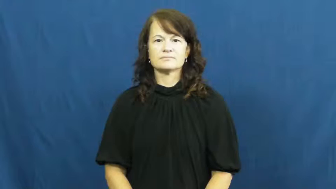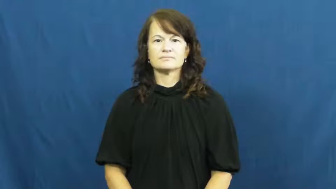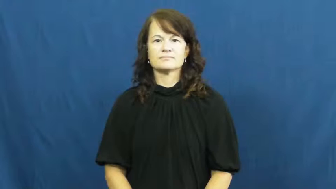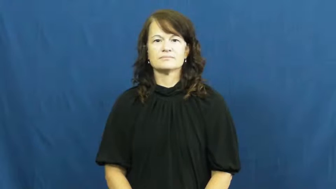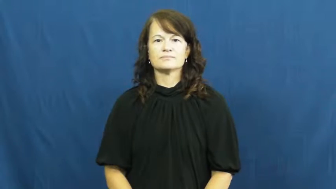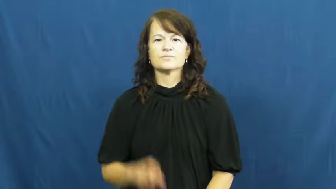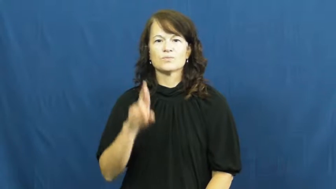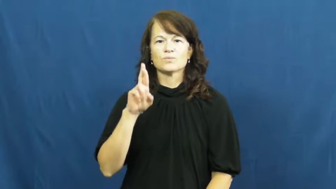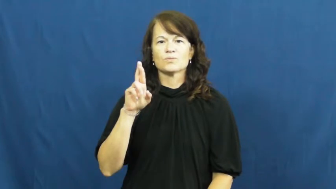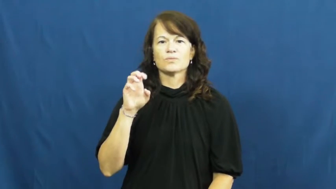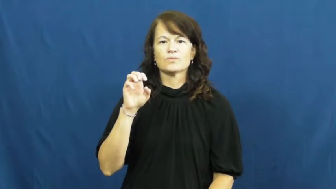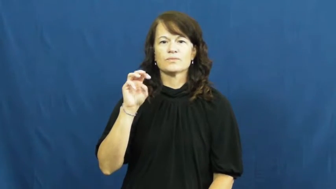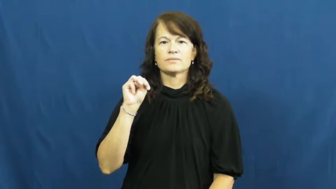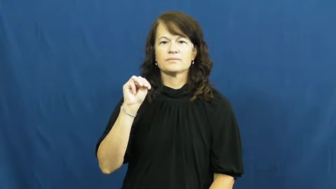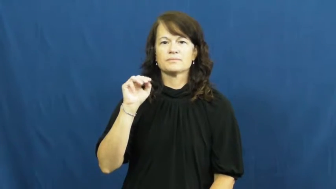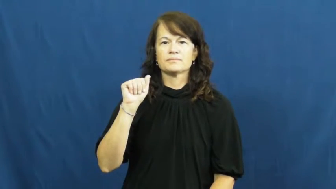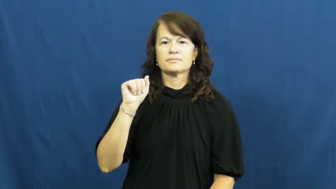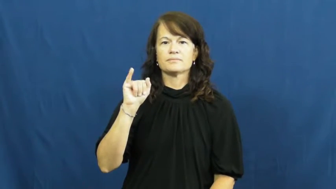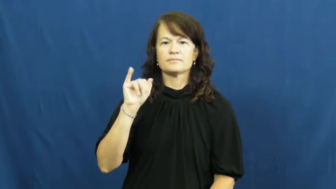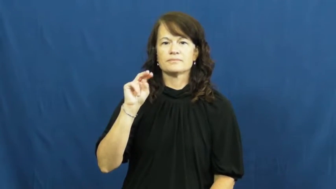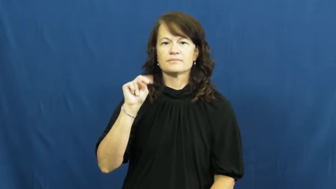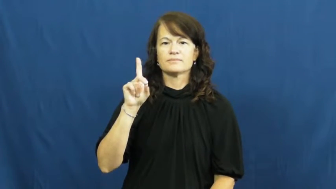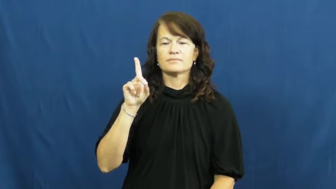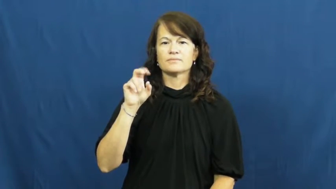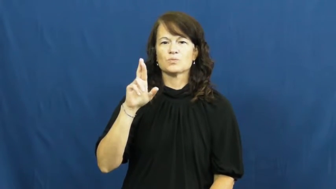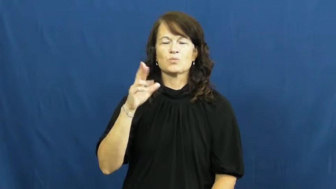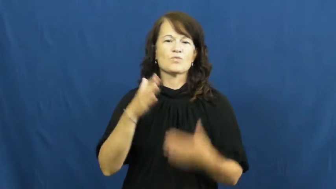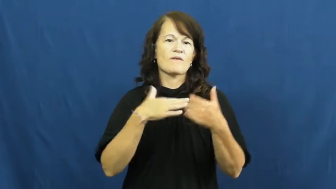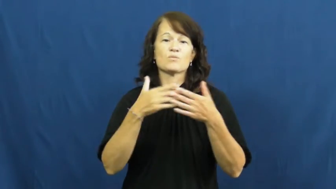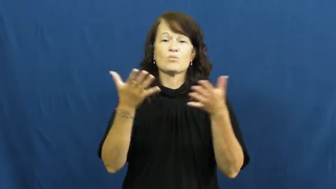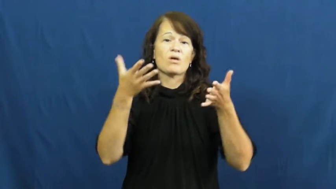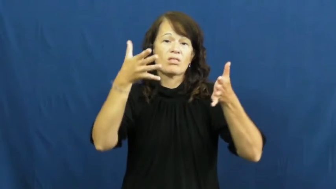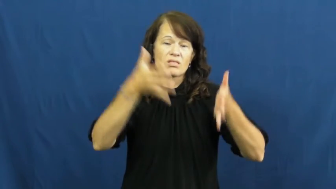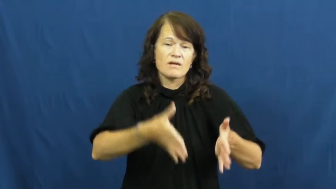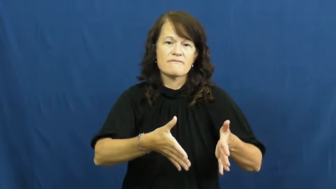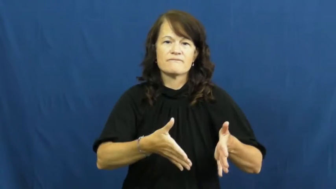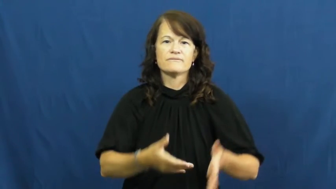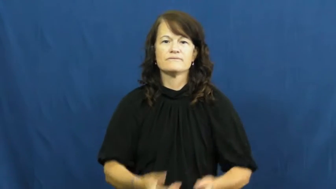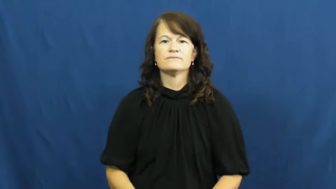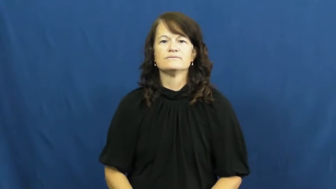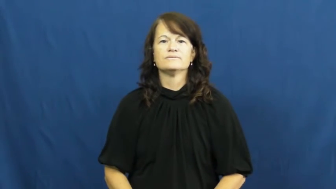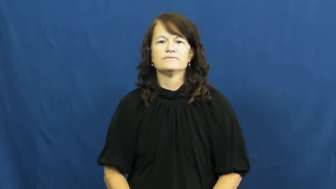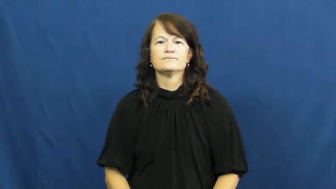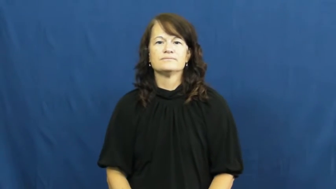remainder